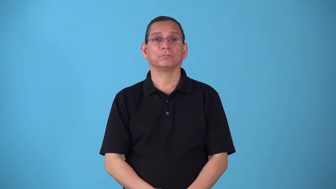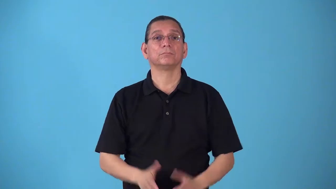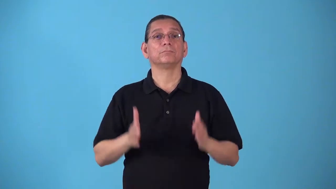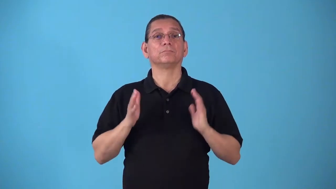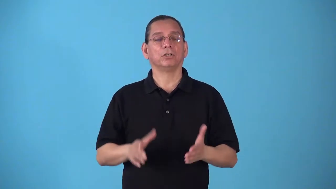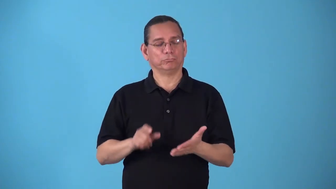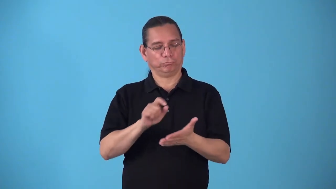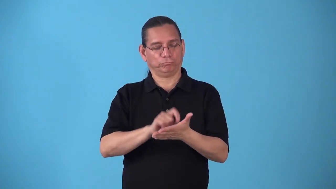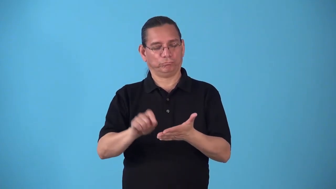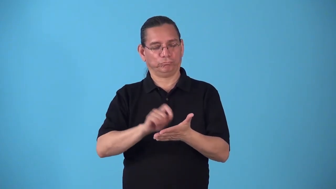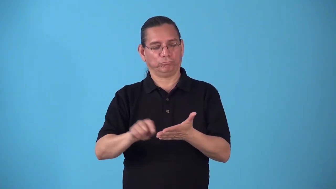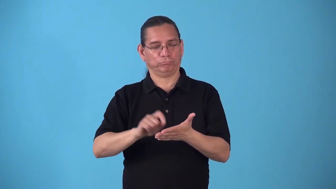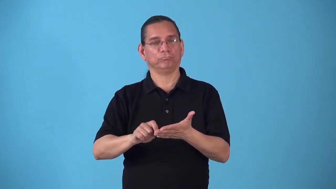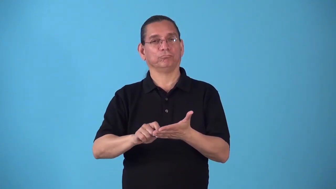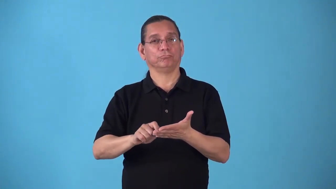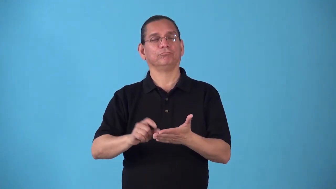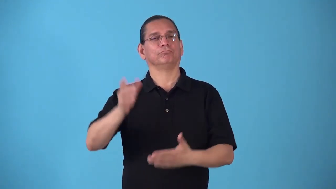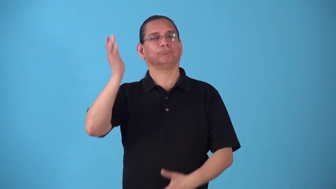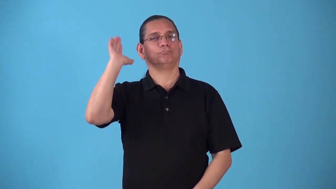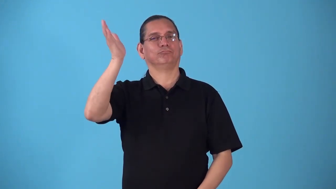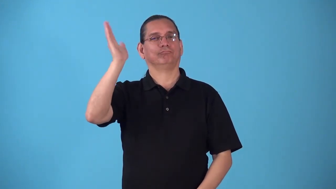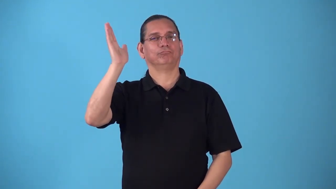speechwriter